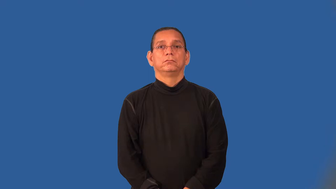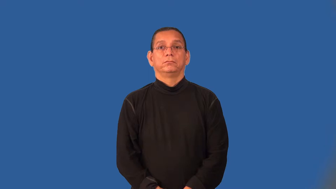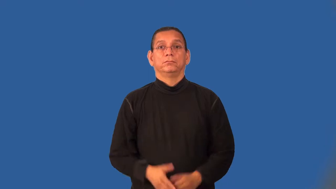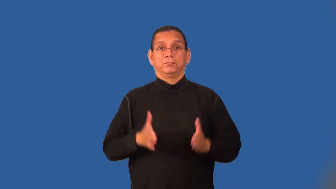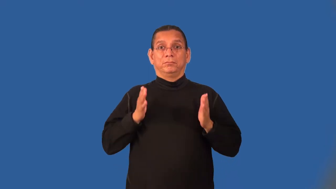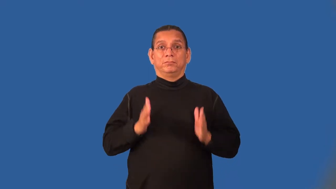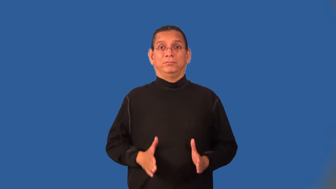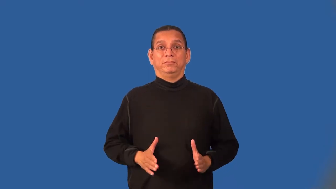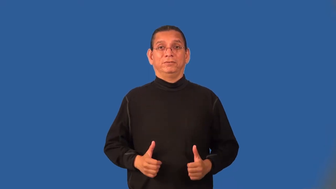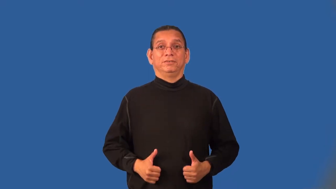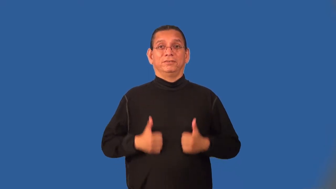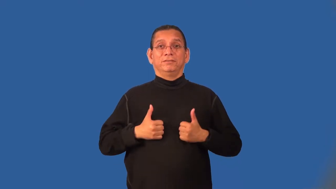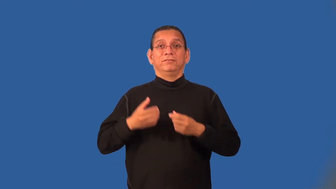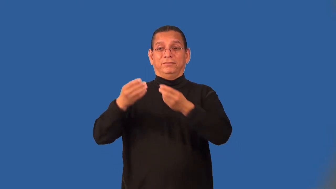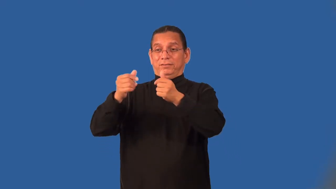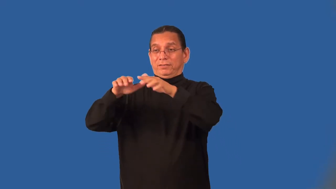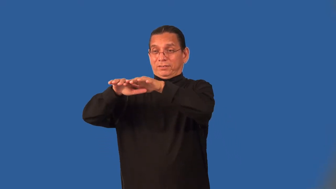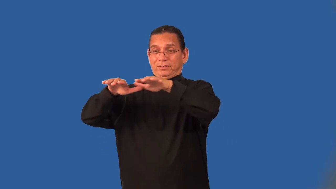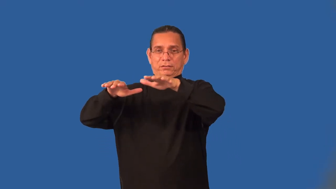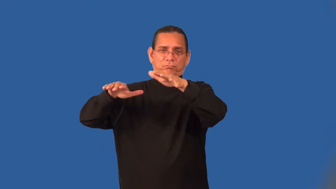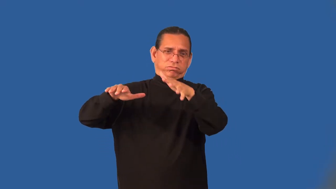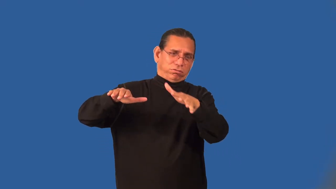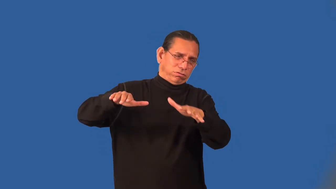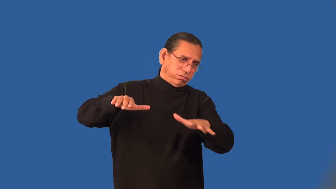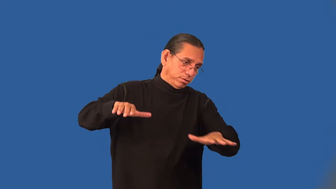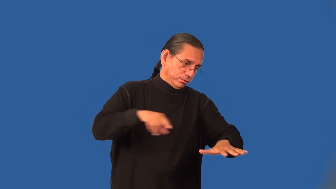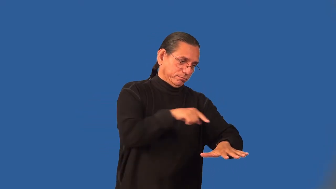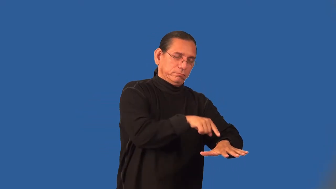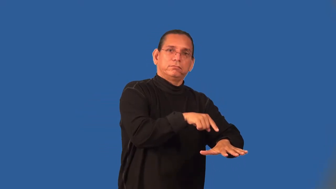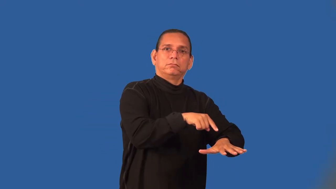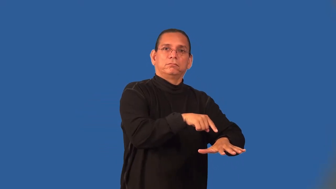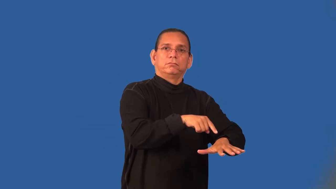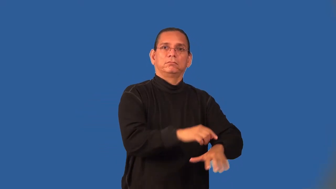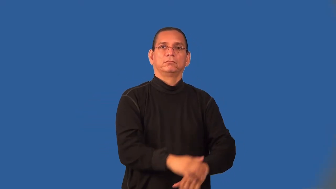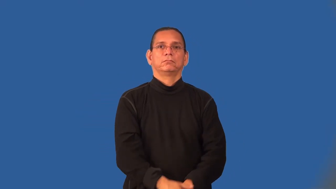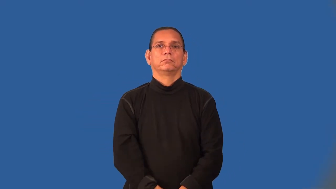lowlander